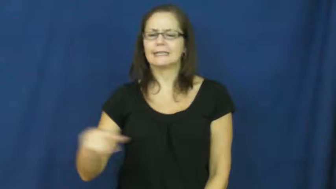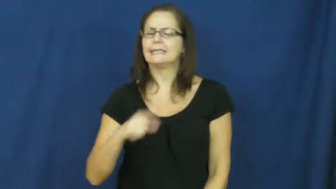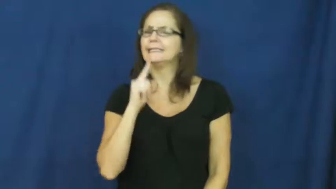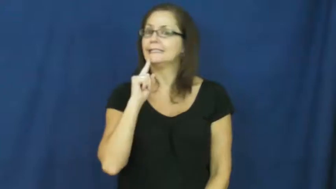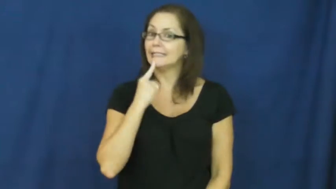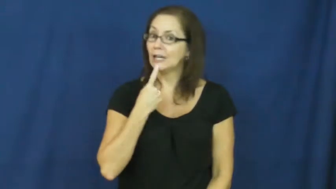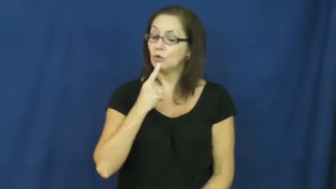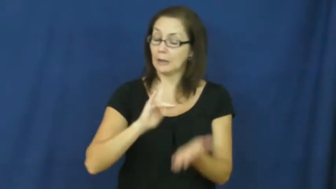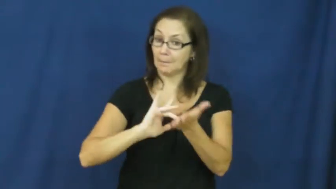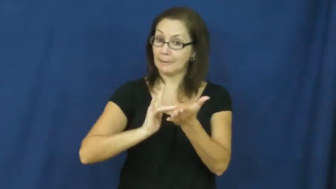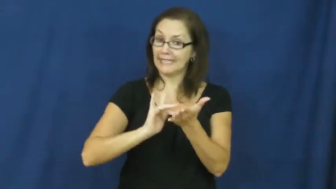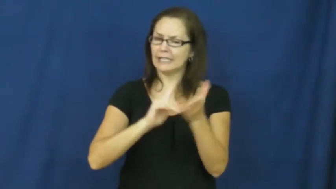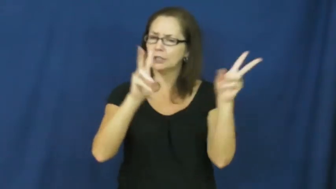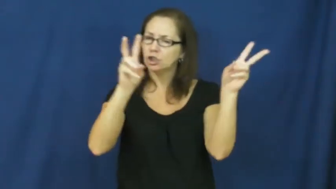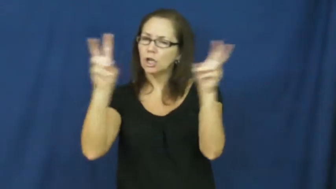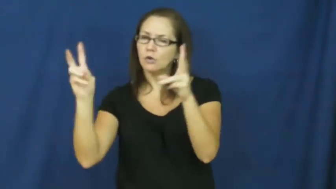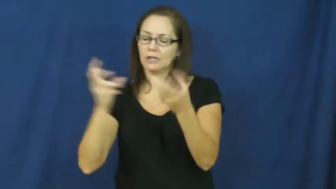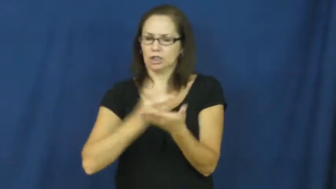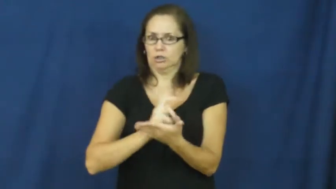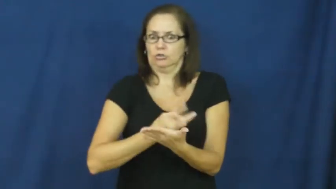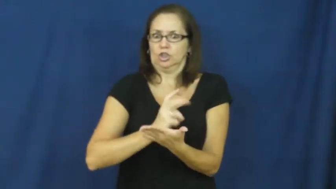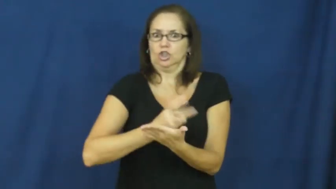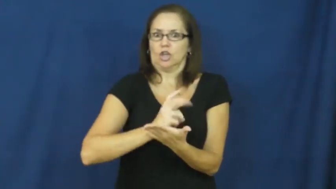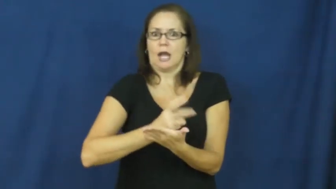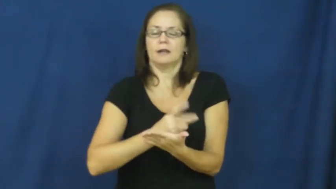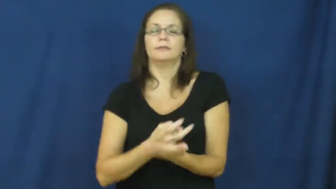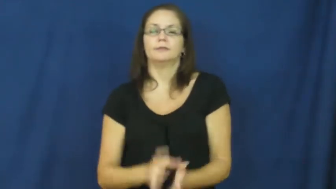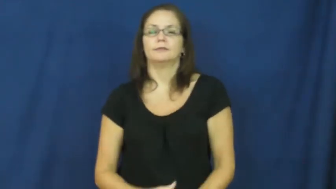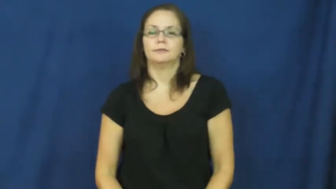epilepsy,palsy,ataxia